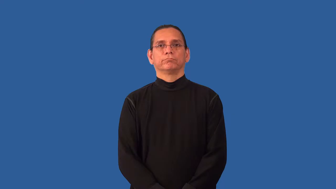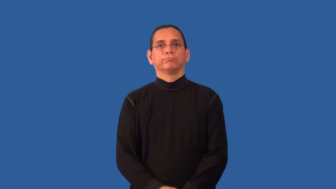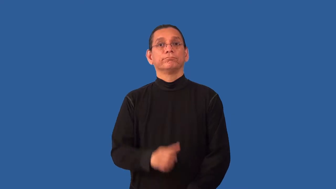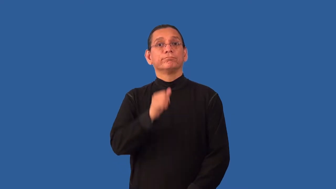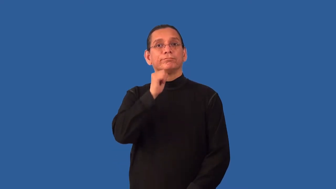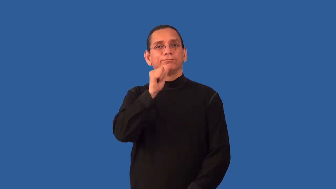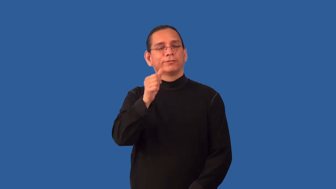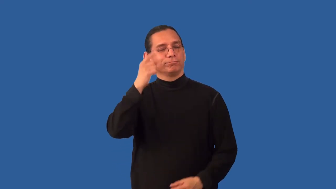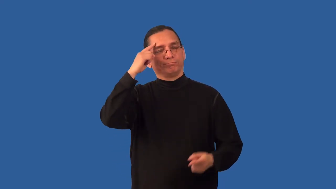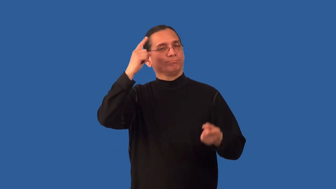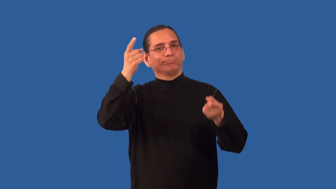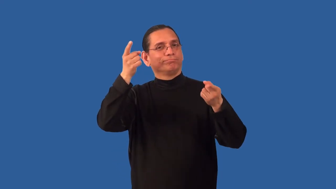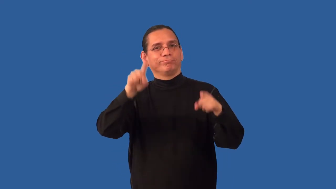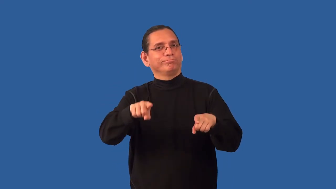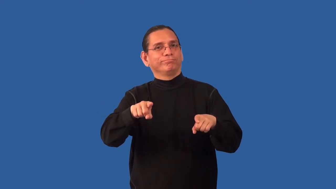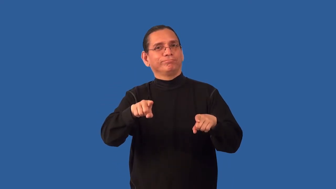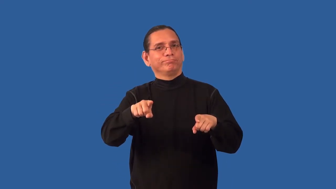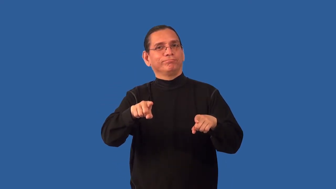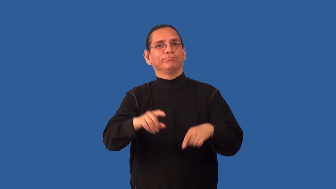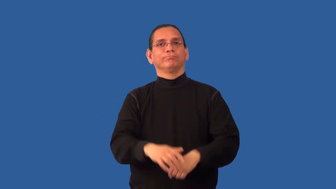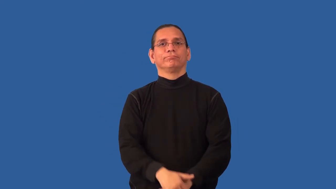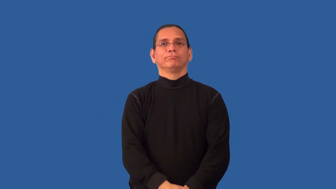nonaligned,nonconformance